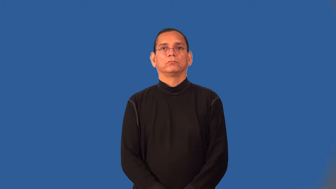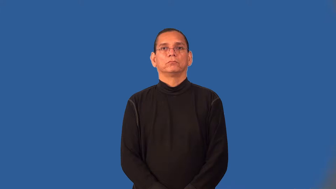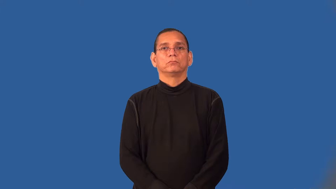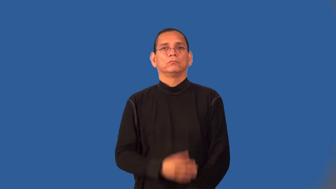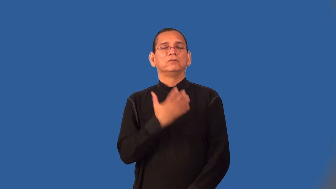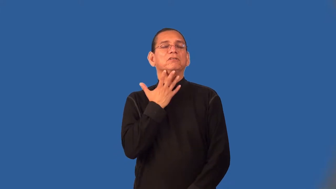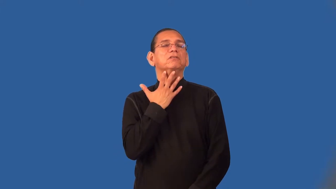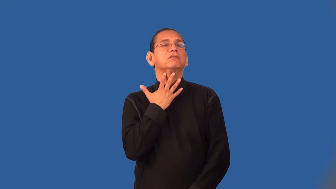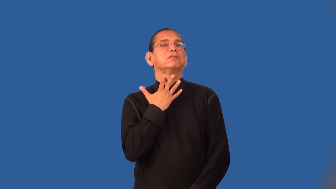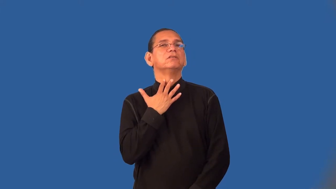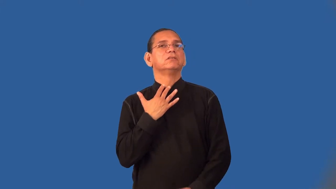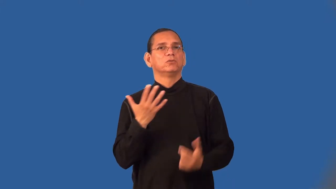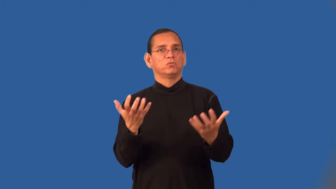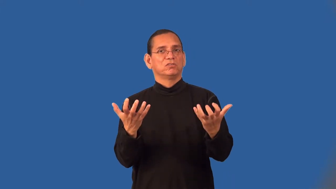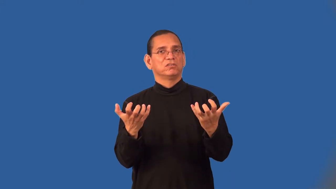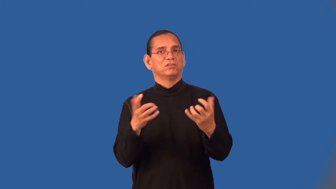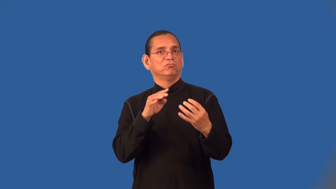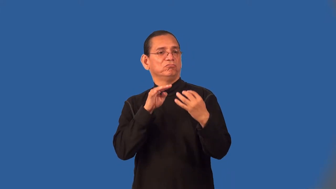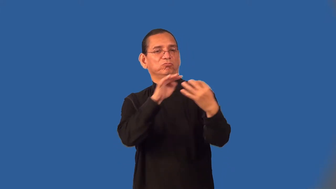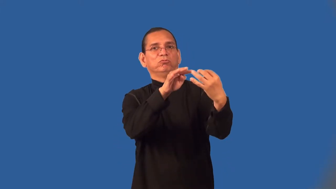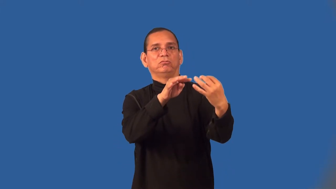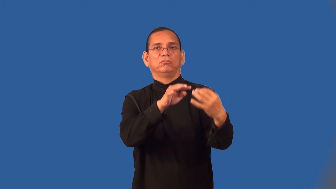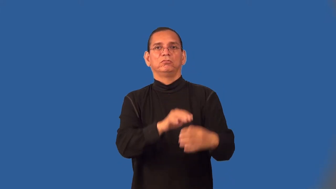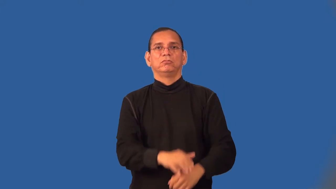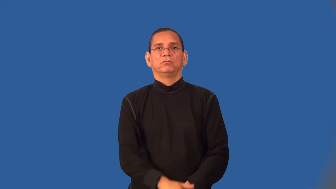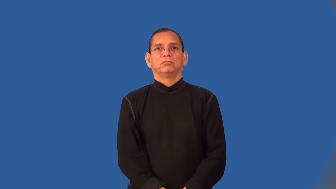warmongering